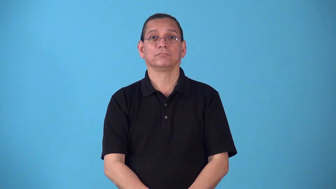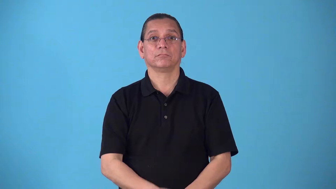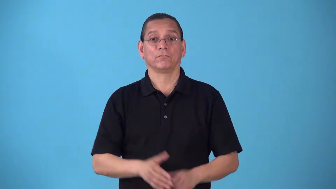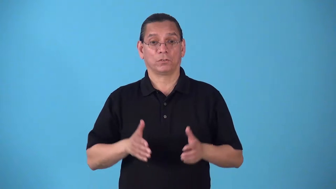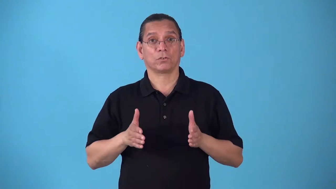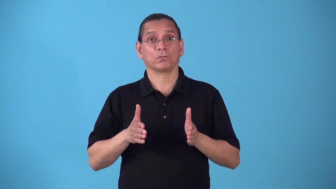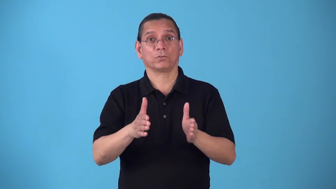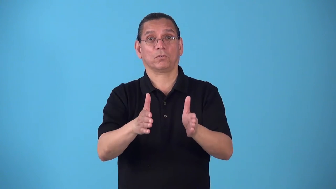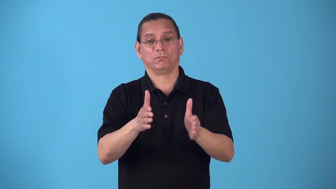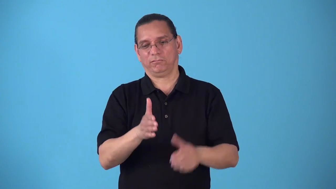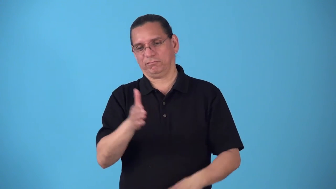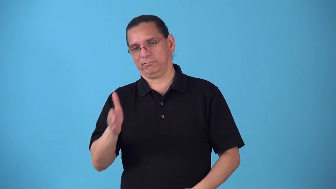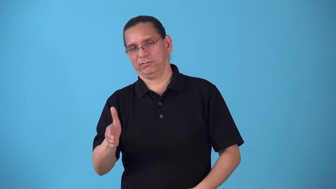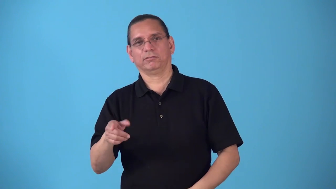roadside